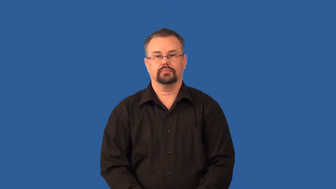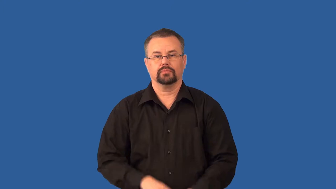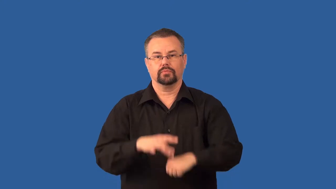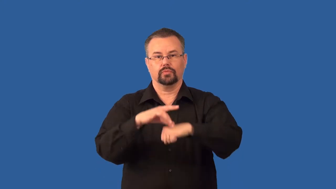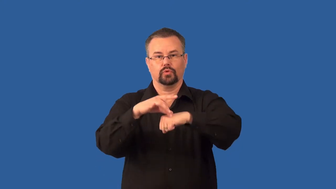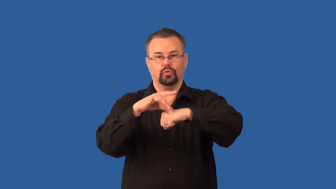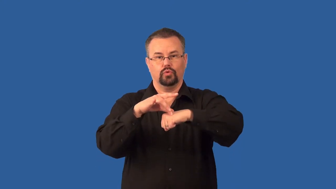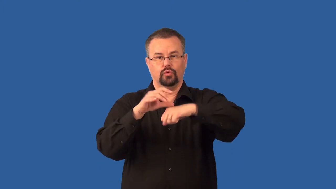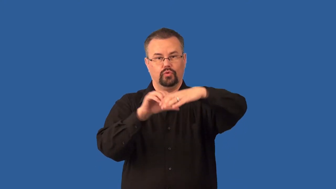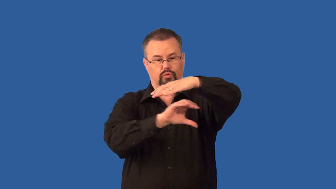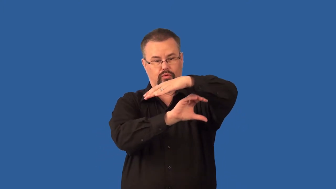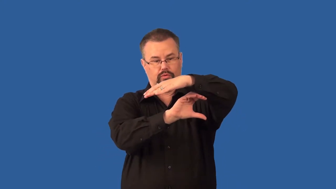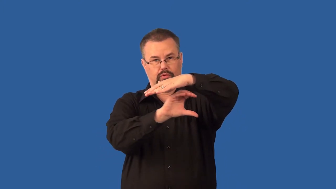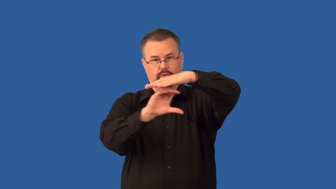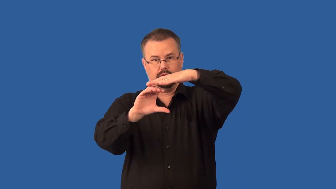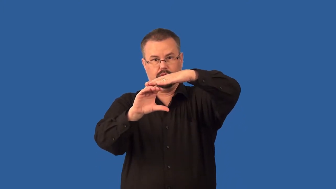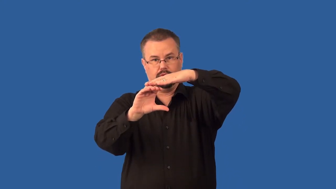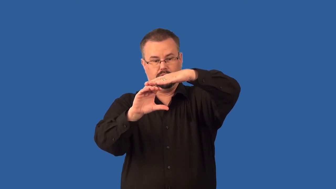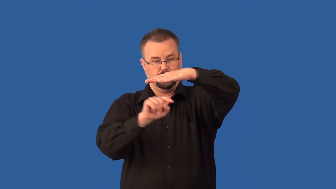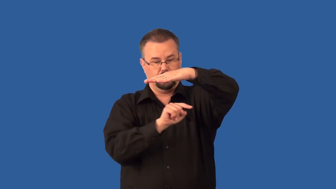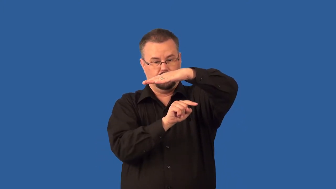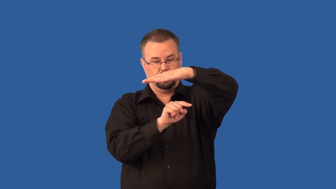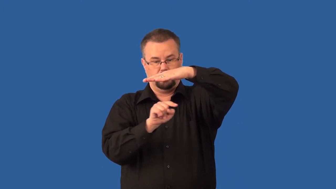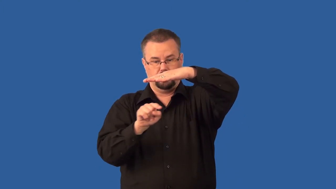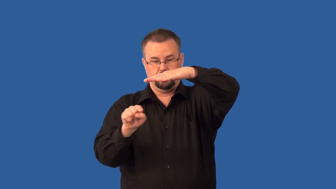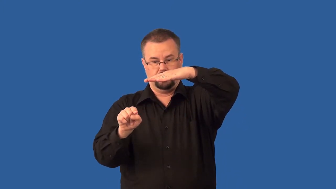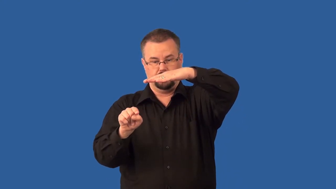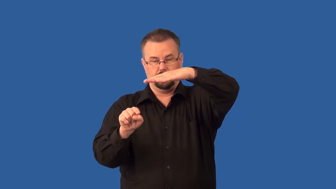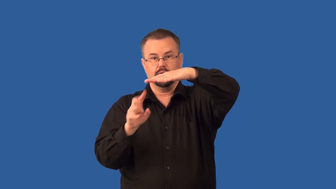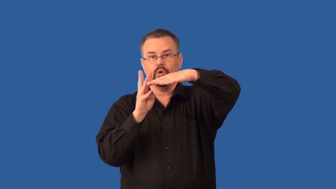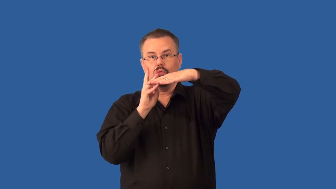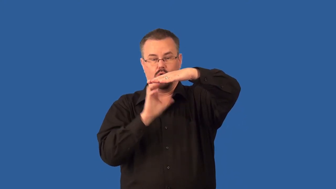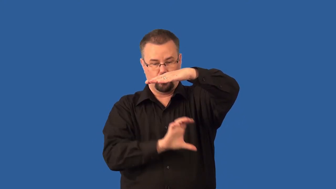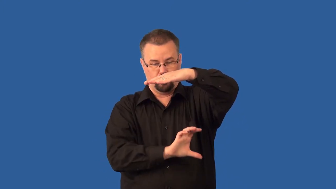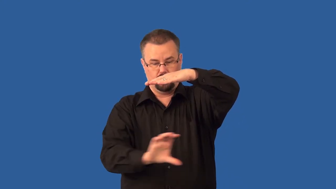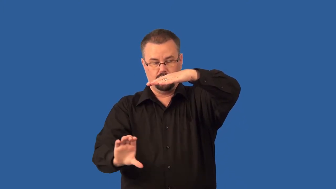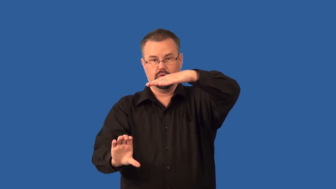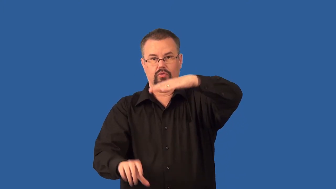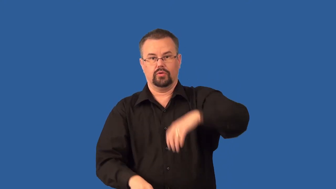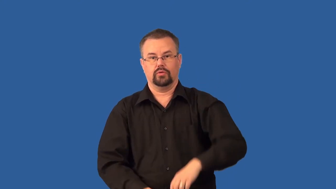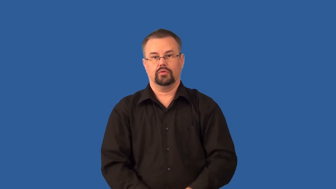water table